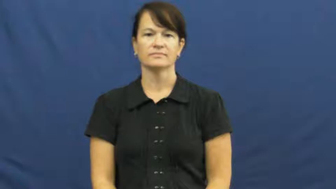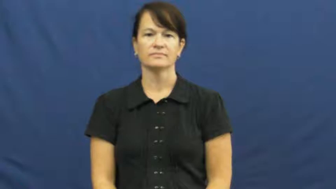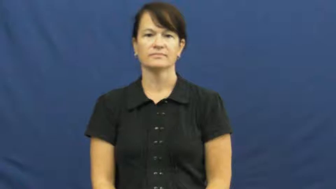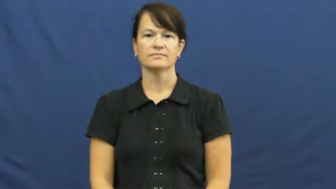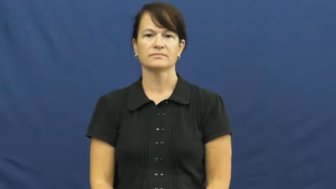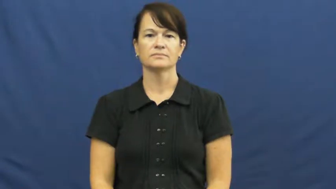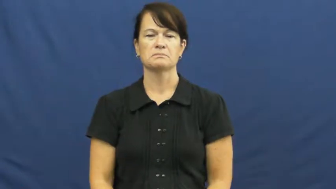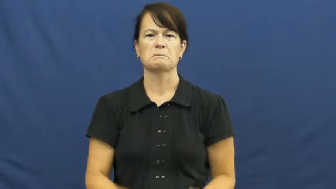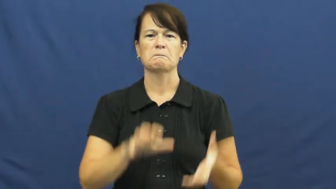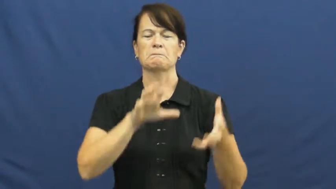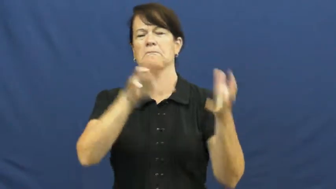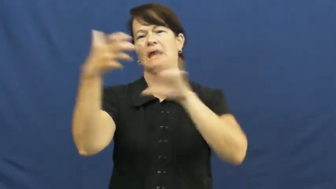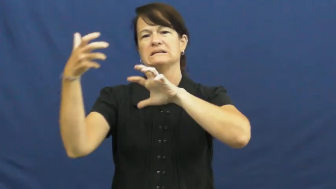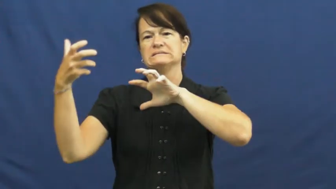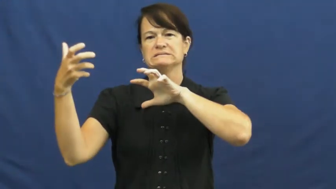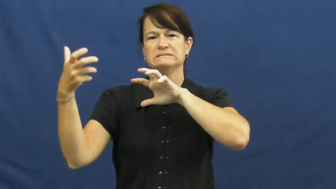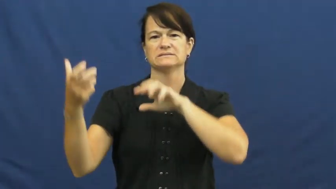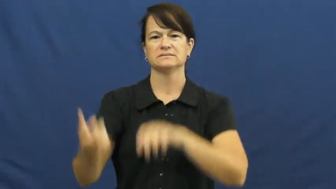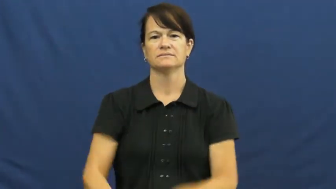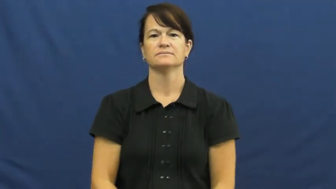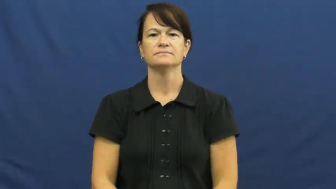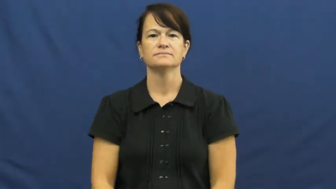upset,akimbo,mess up,throw off,bedevil,bumble,bungle,disarrange,garble,flub,disrupt